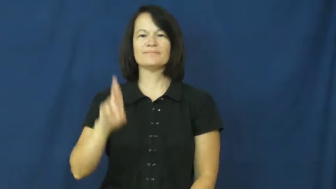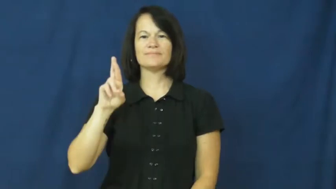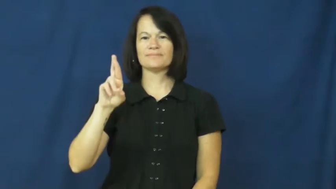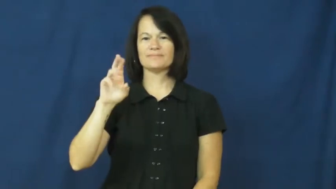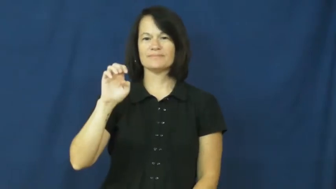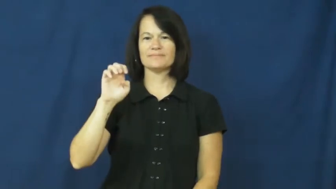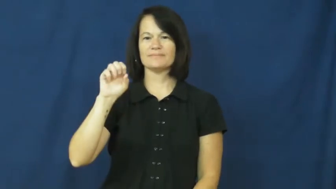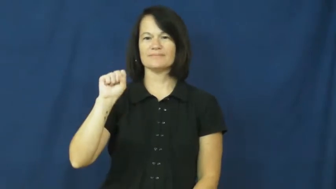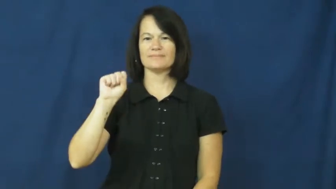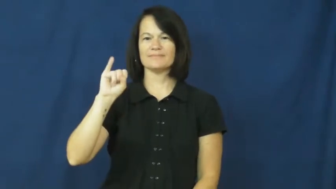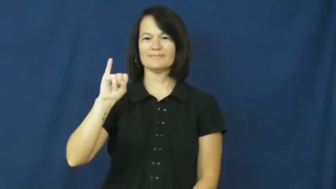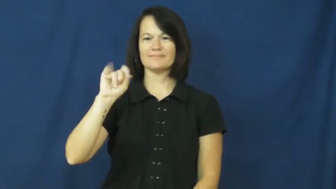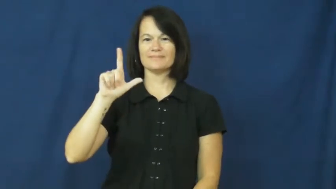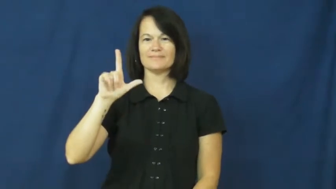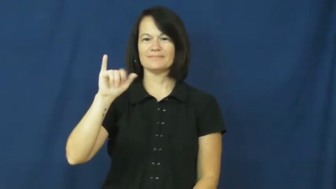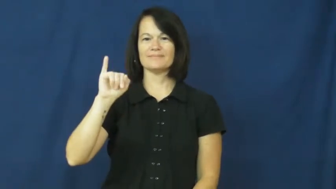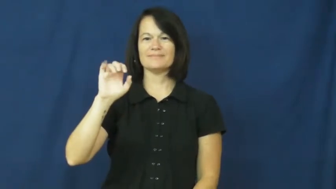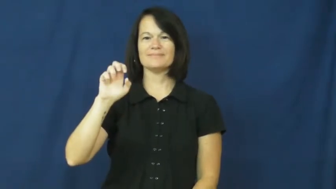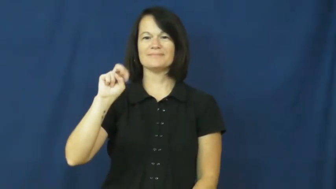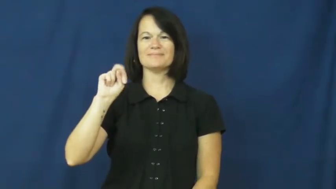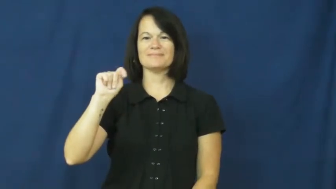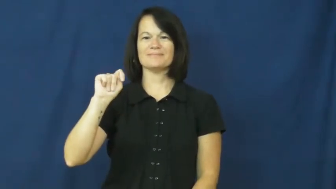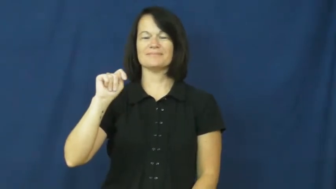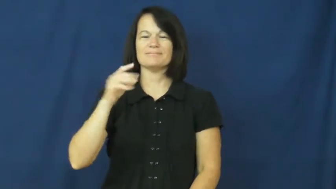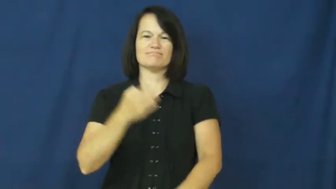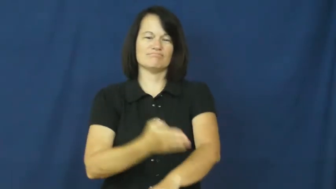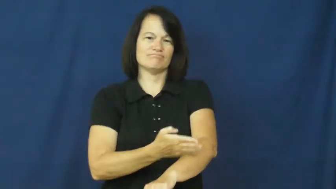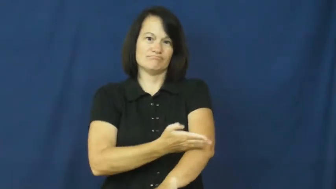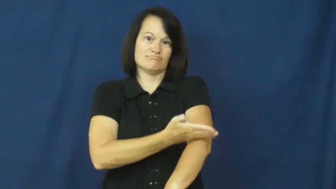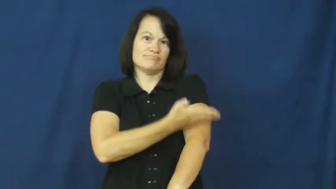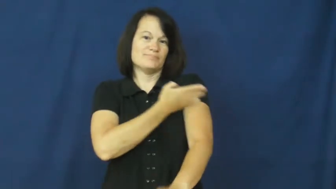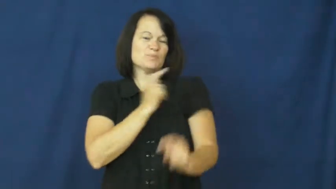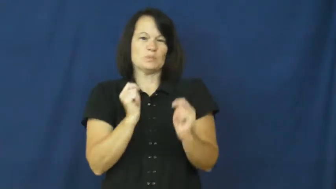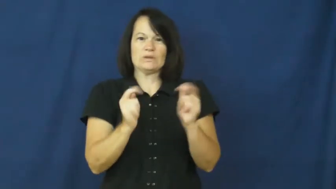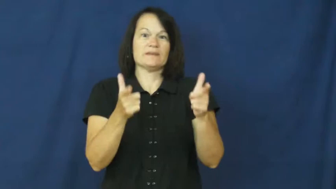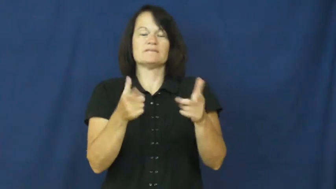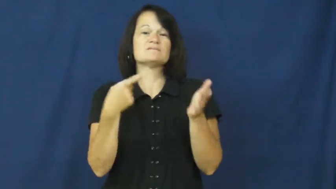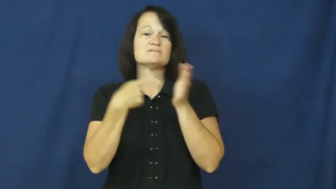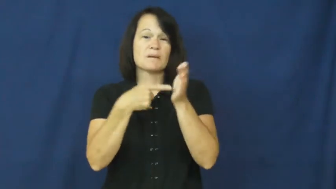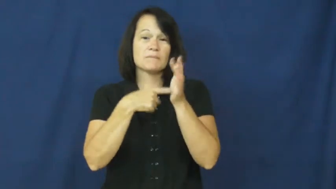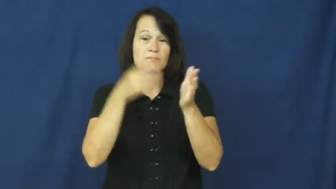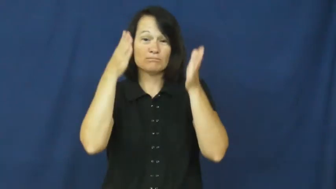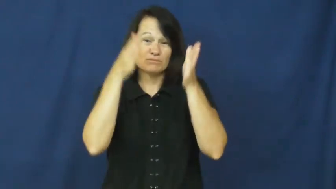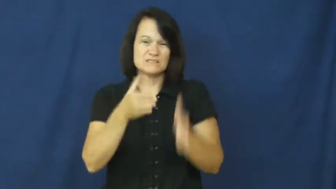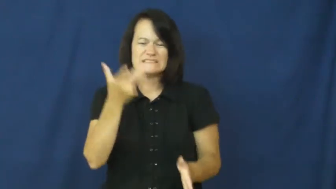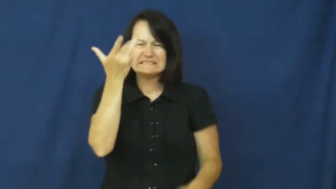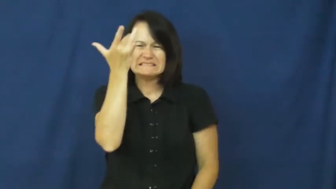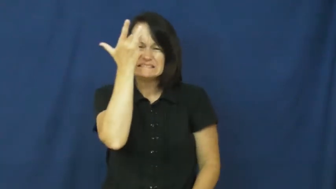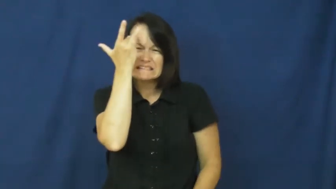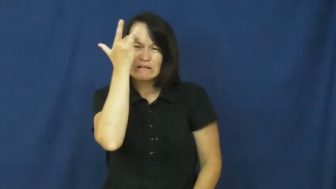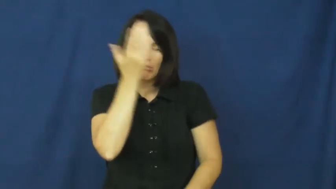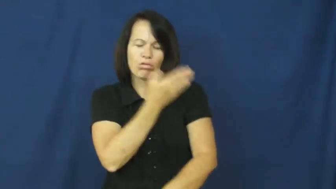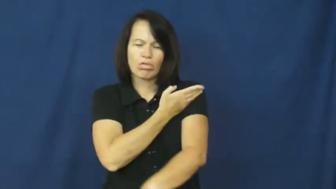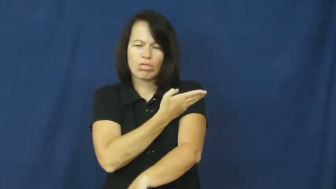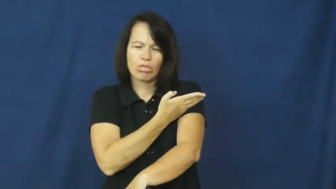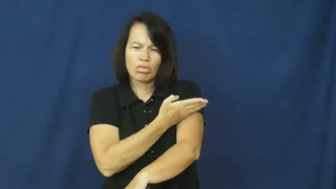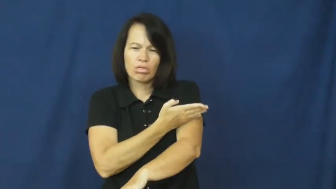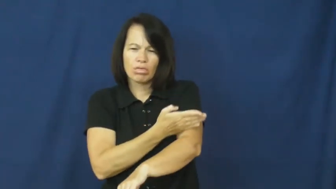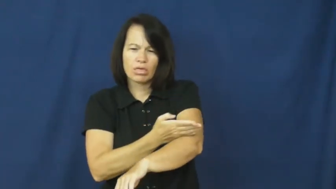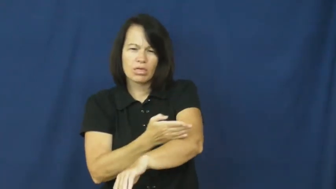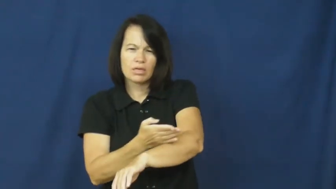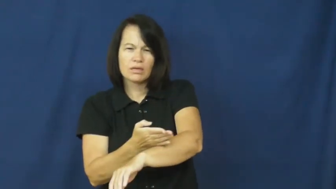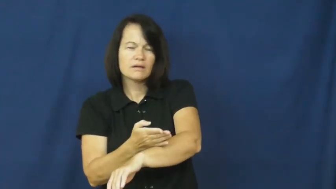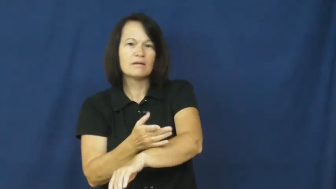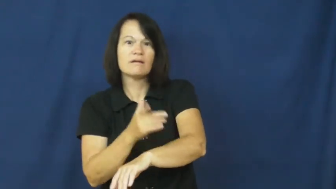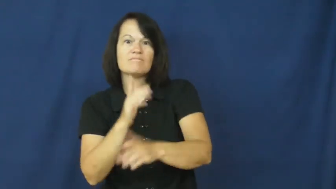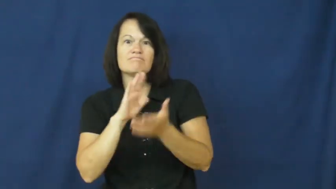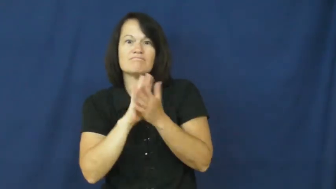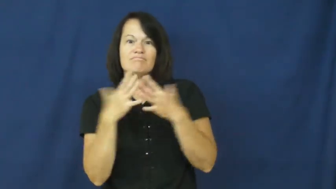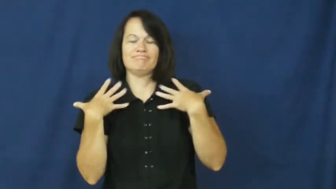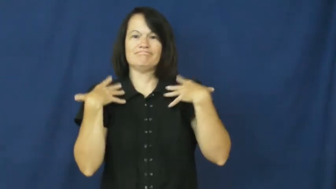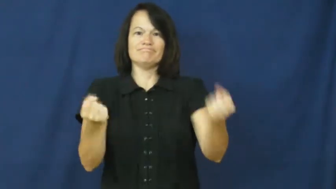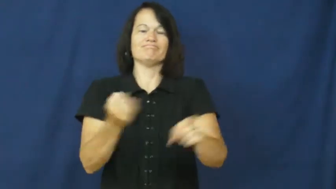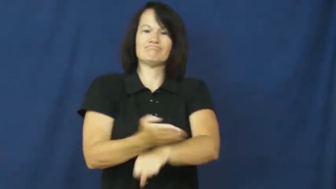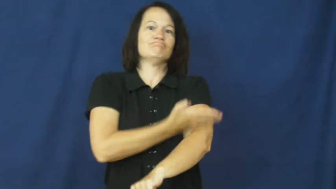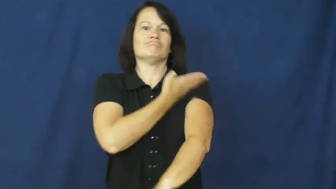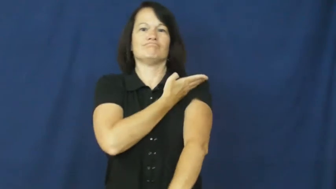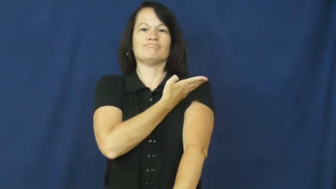resilient-health